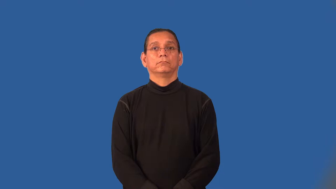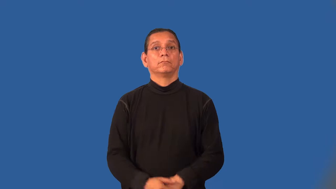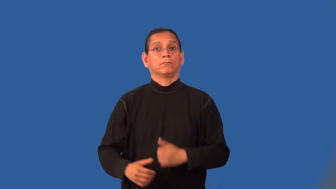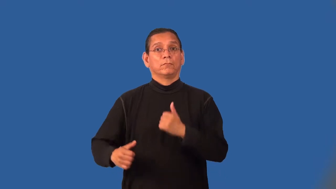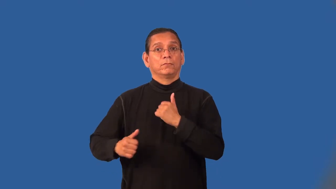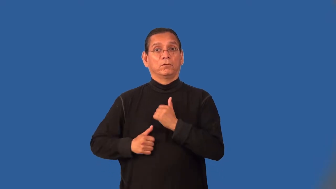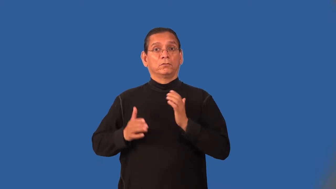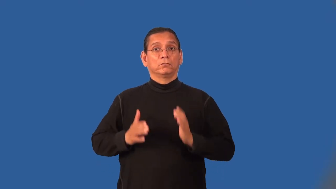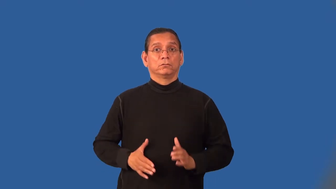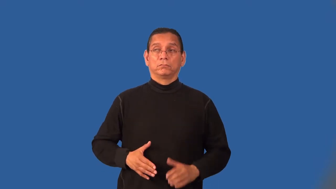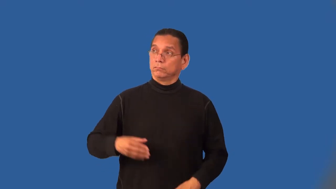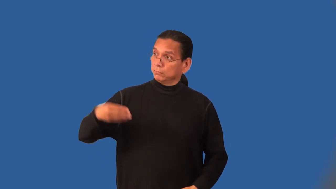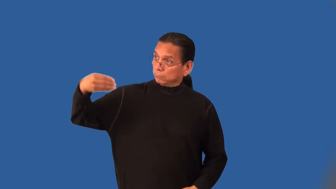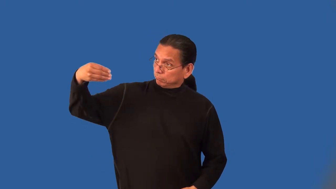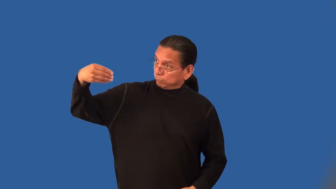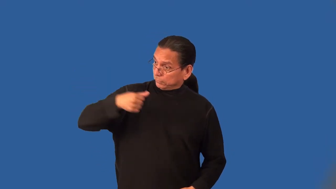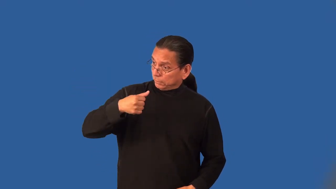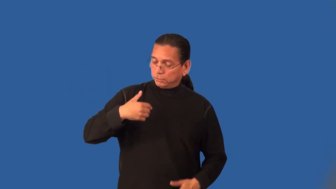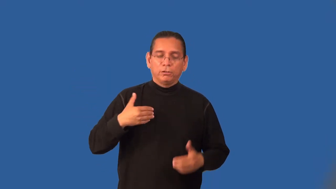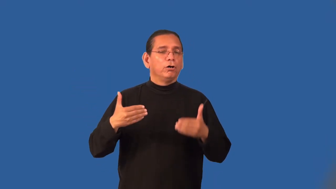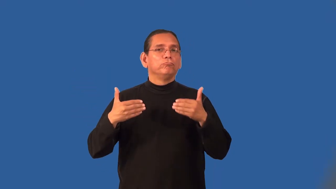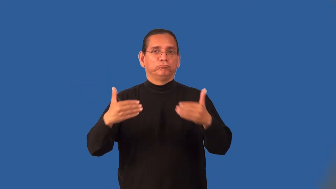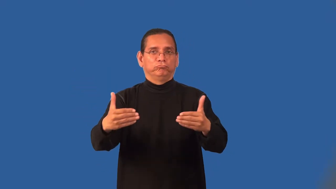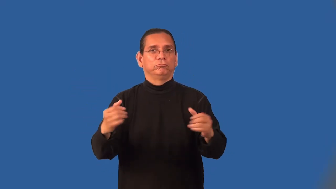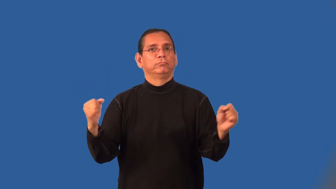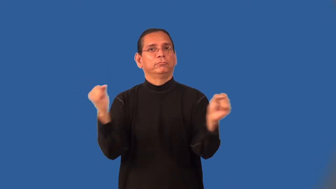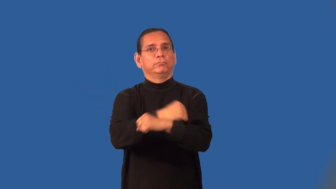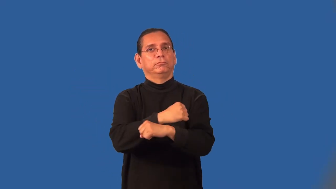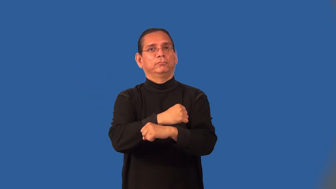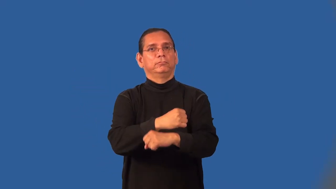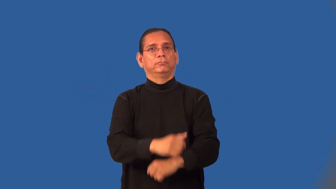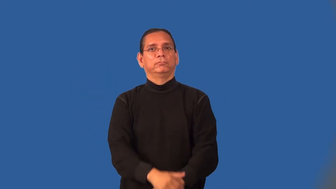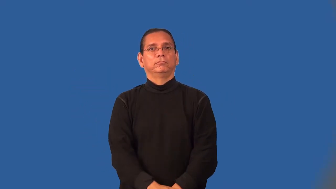mercenary-soldier